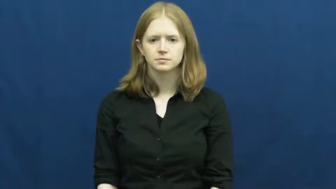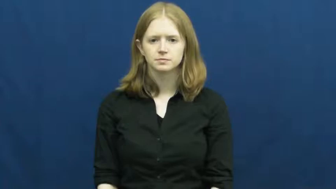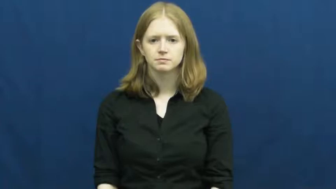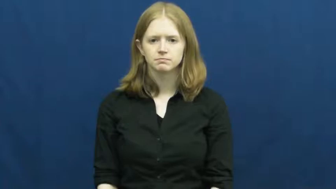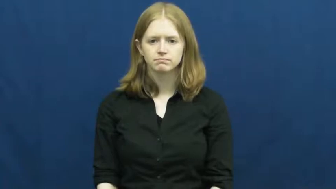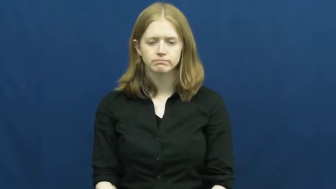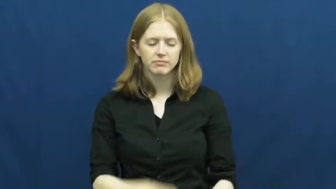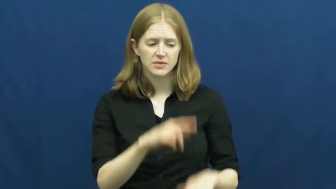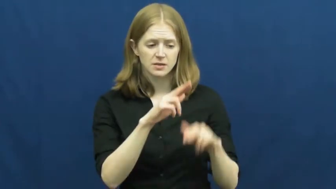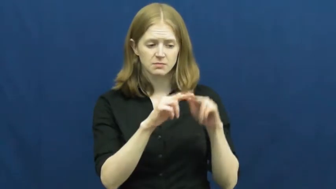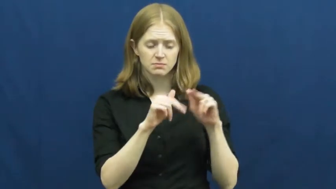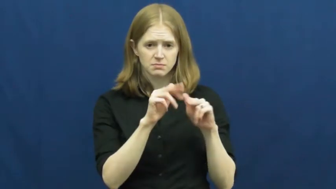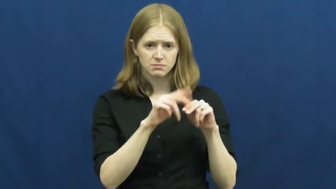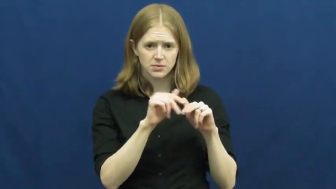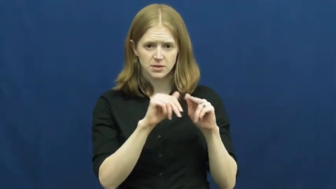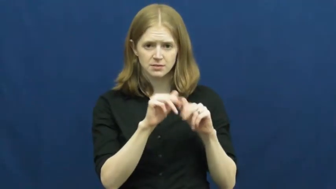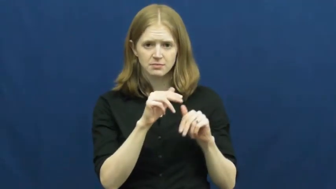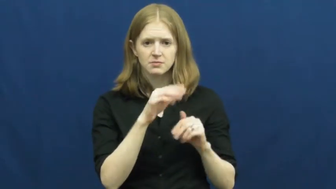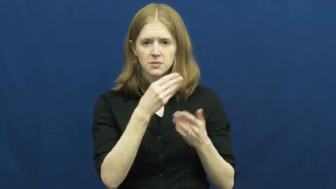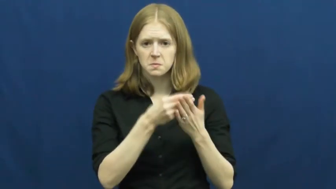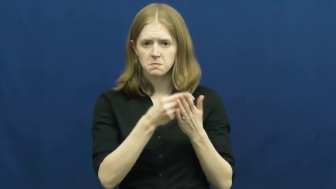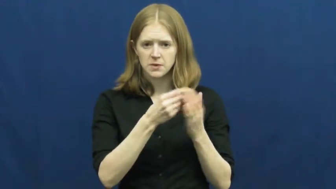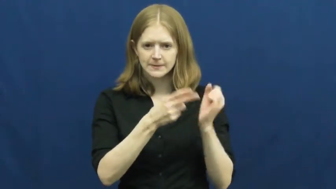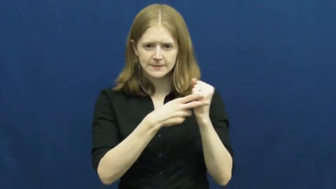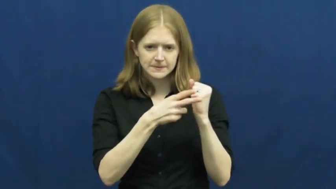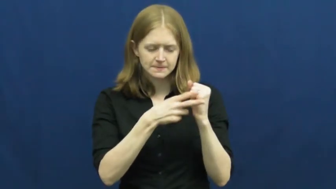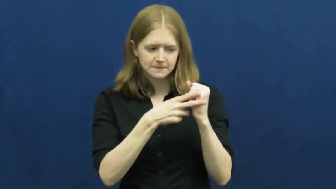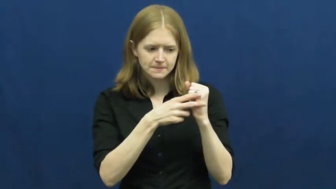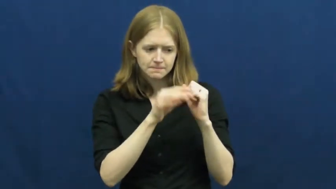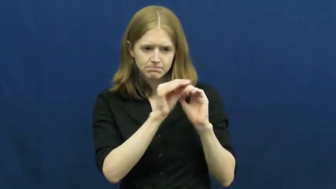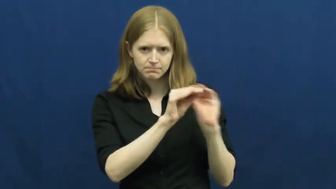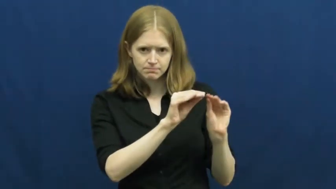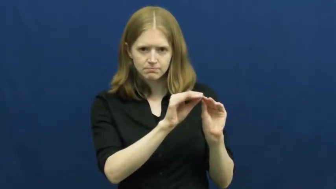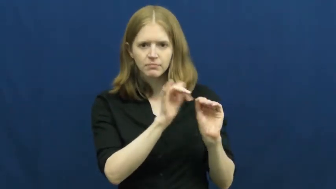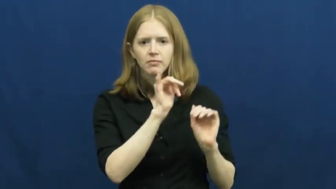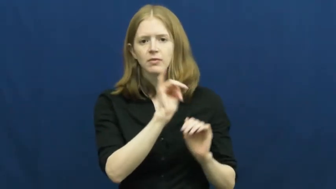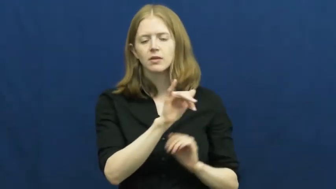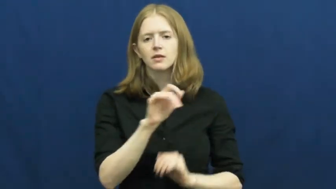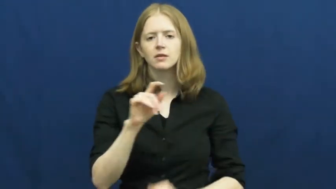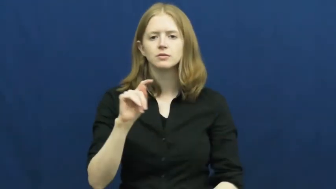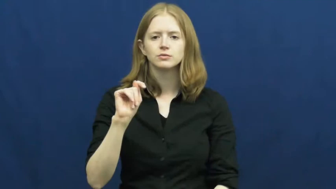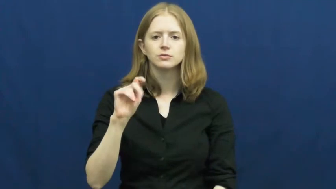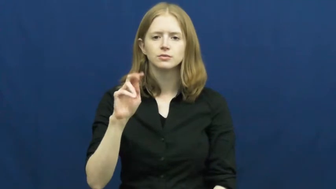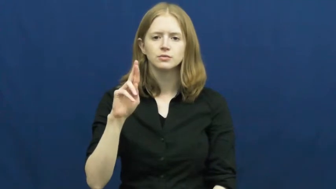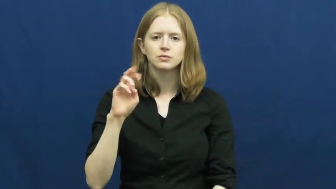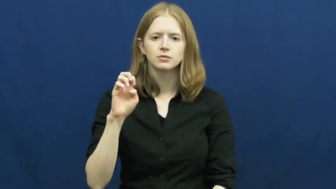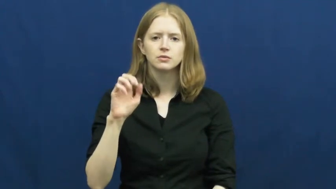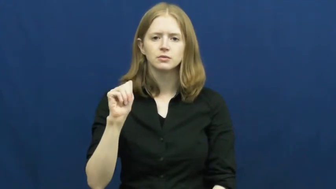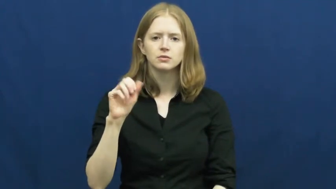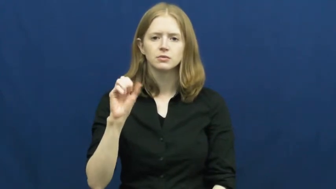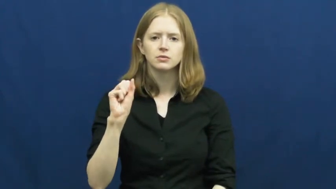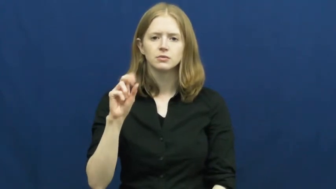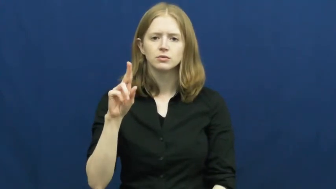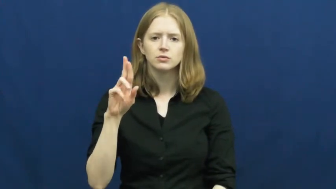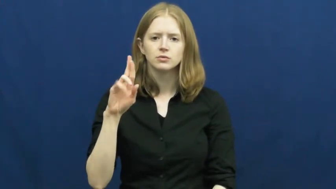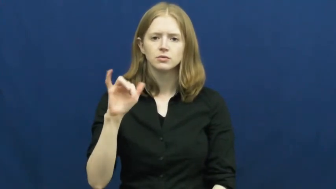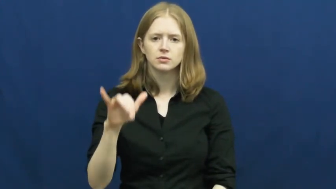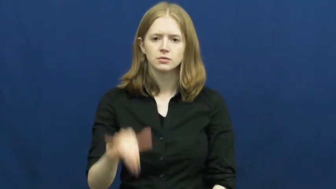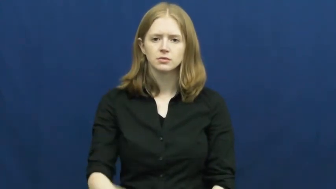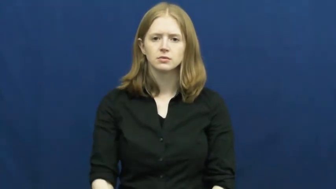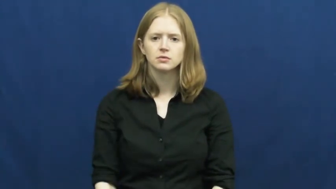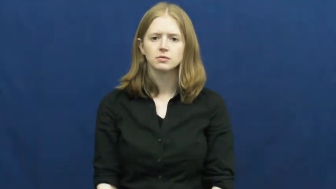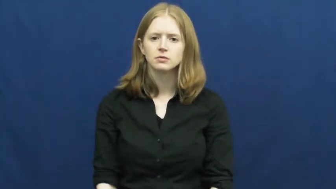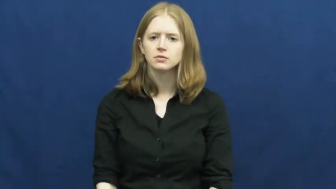treasury